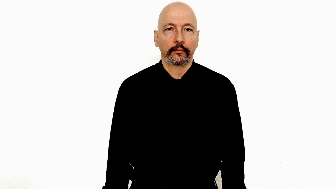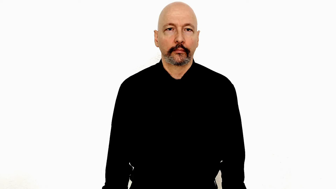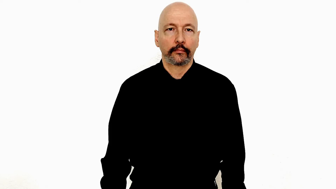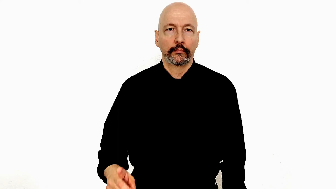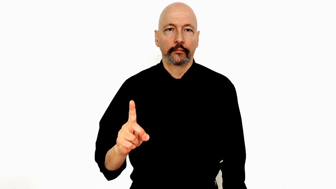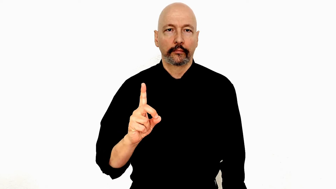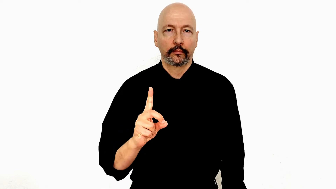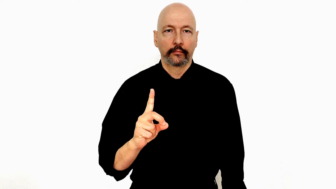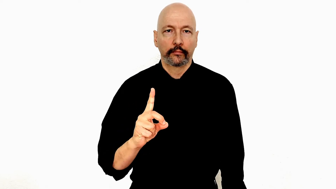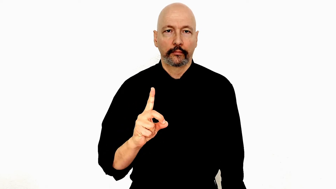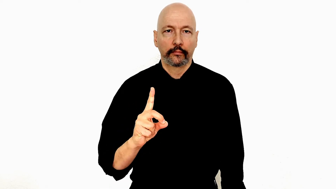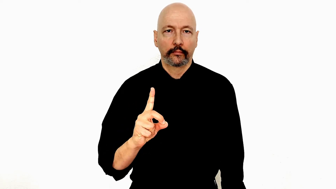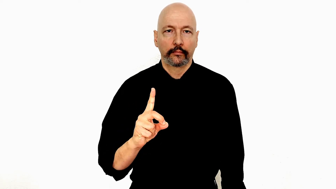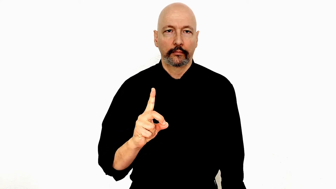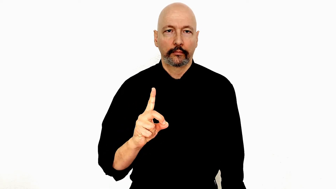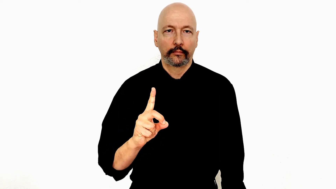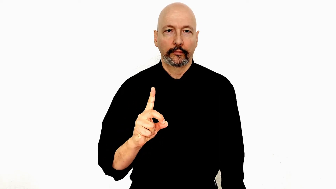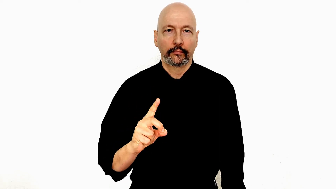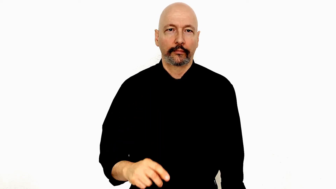baby-"D"-hand